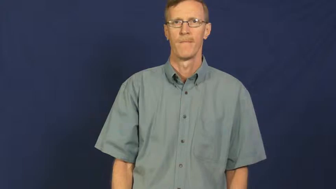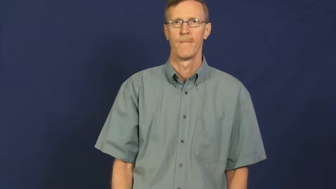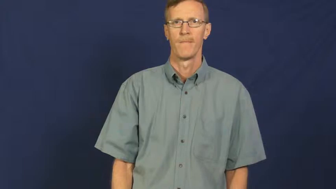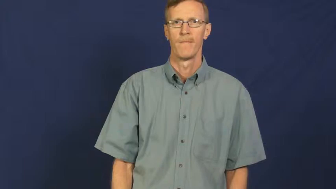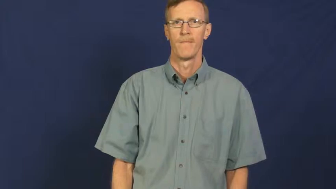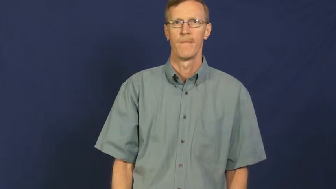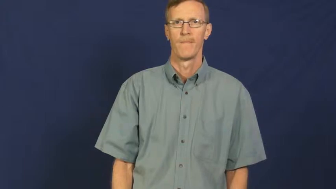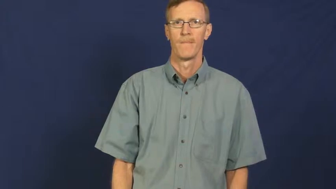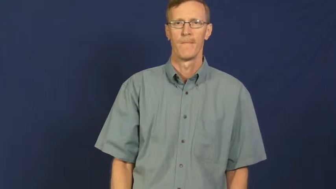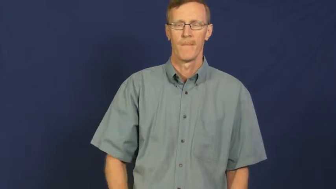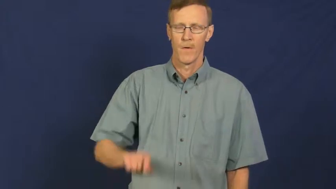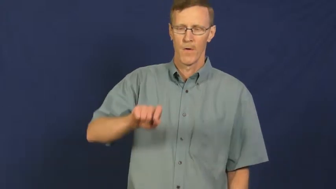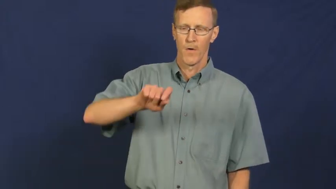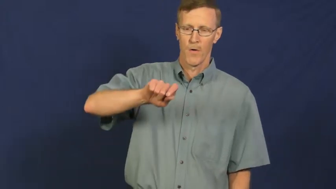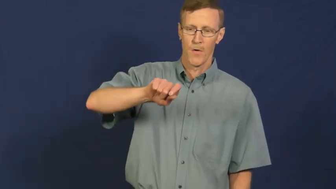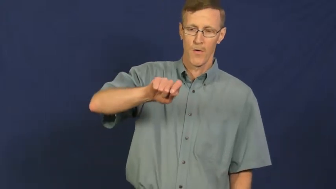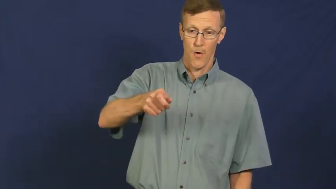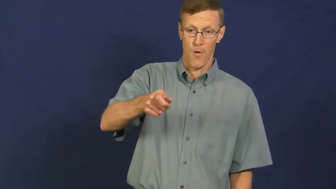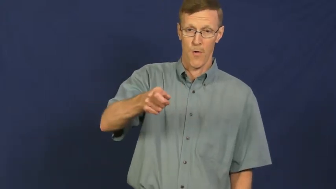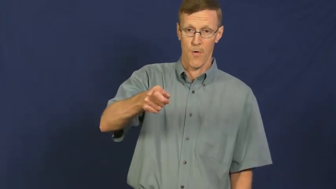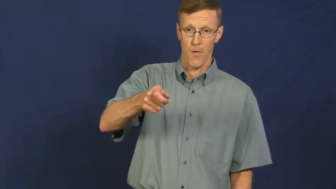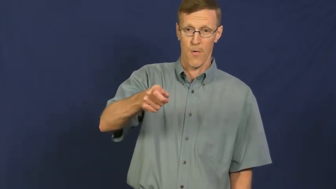turn on,switch on,power on,power up,start up,fire up,twiddle-appliance